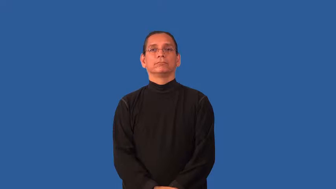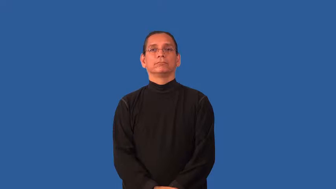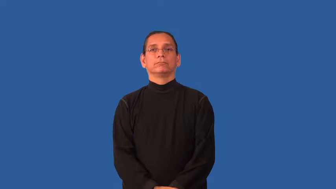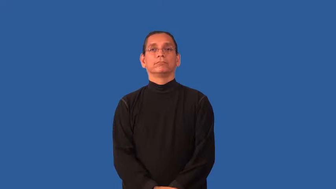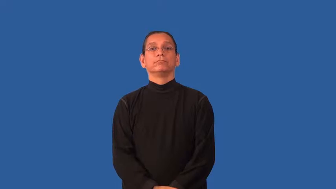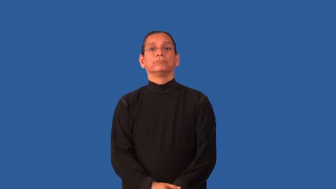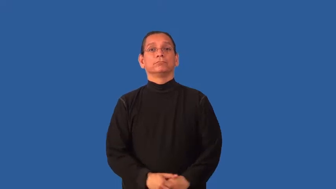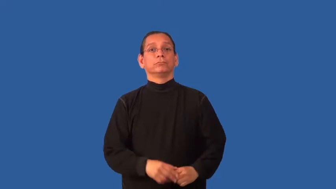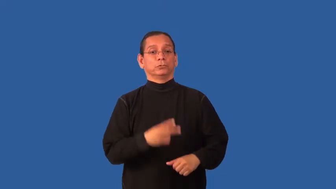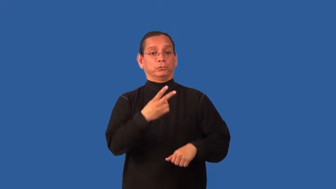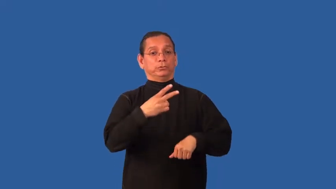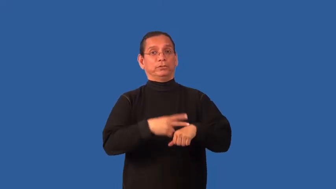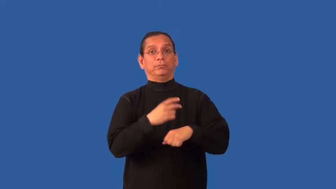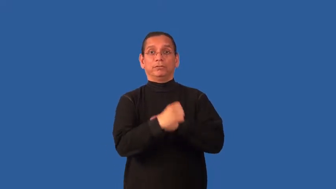biannual